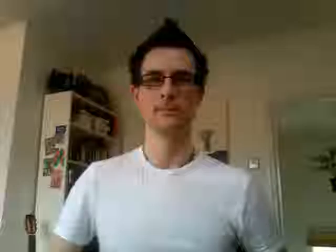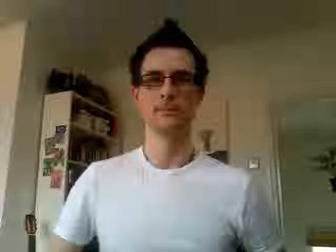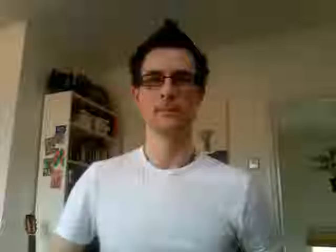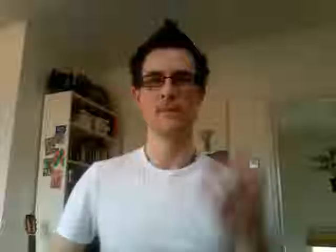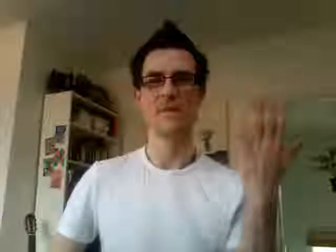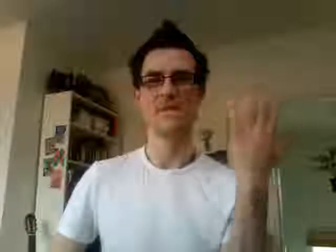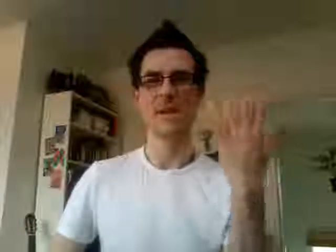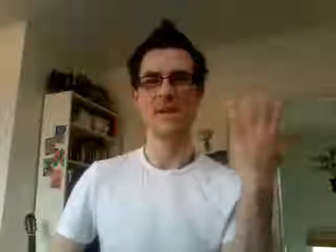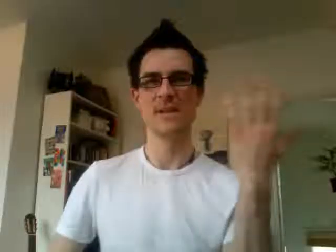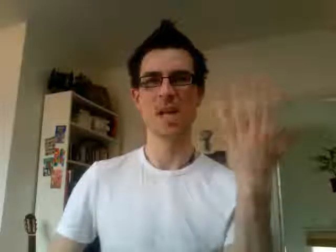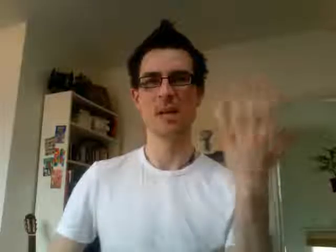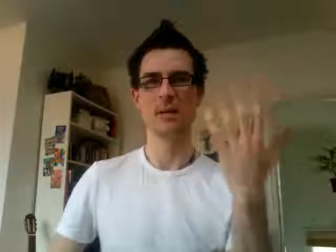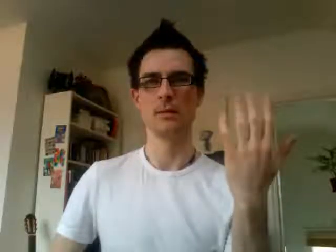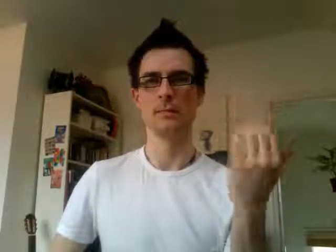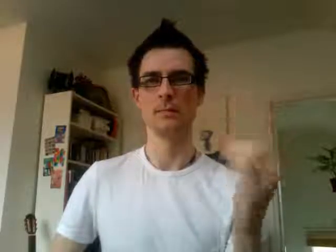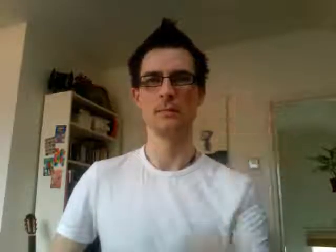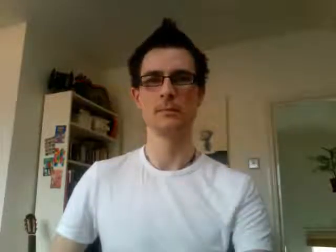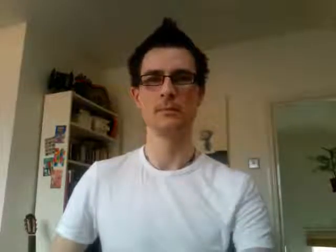15